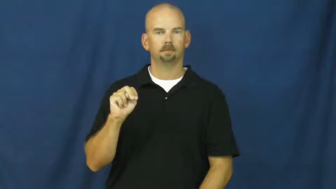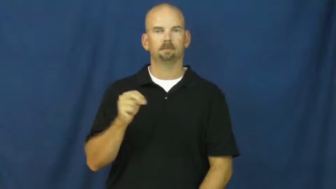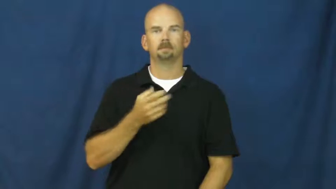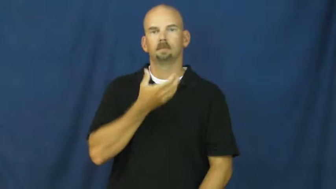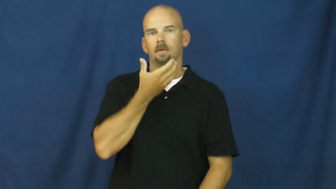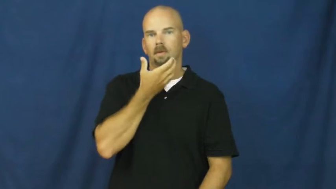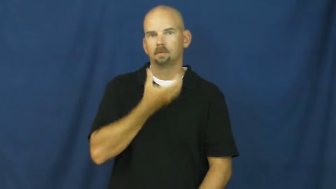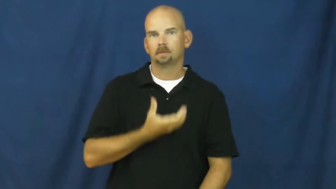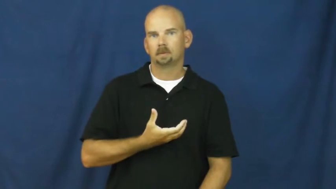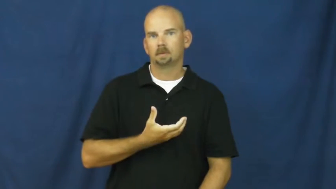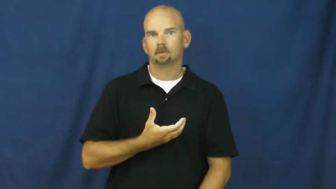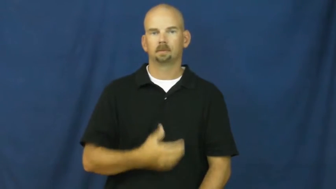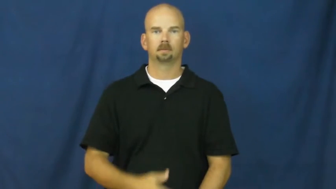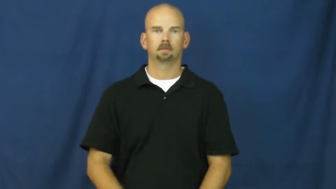afghanistan,afghan